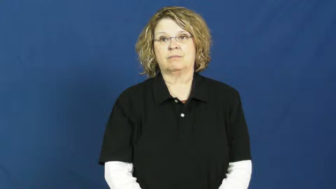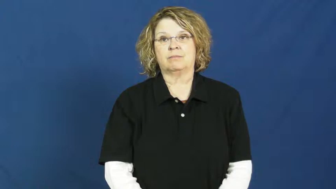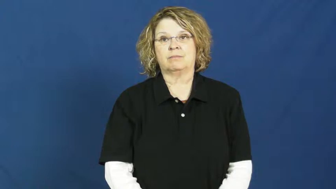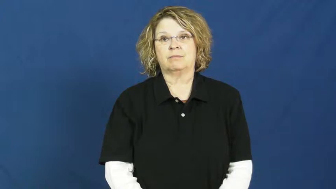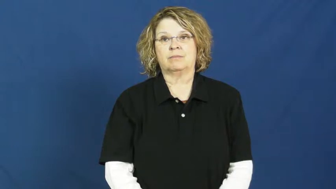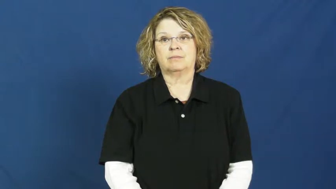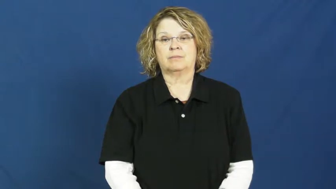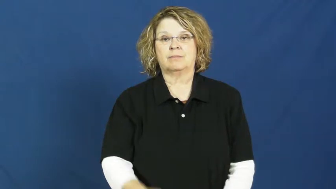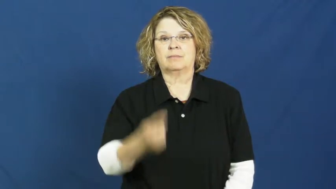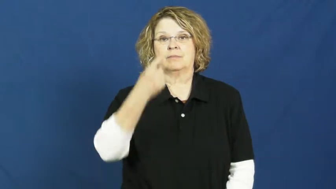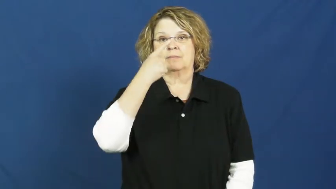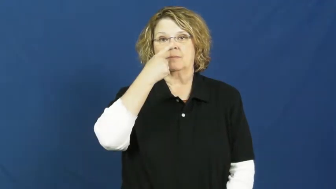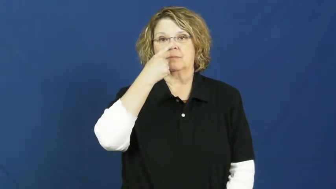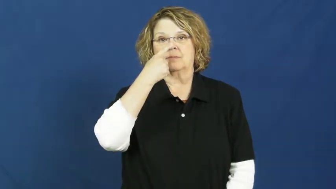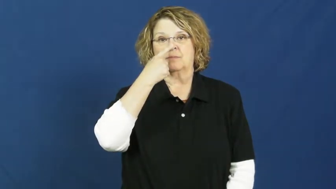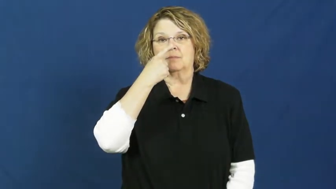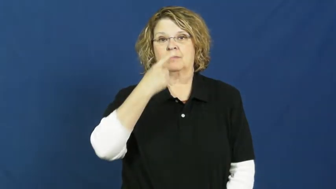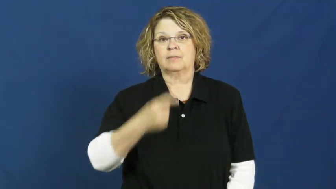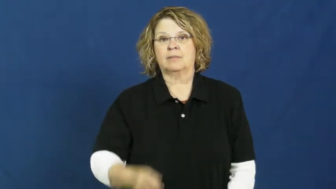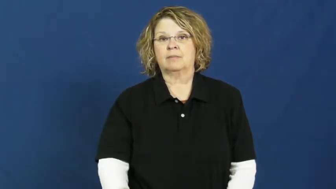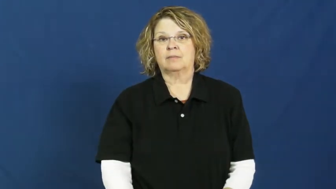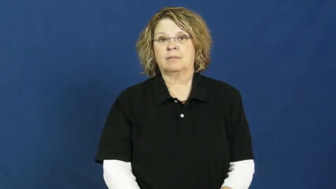snout